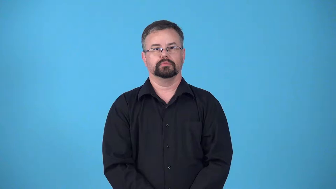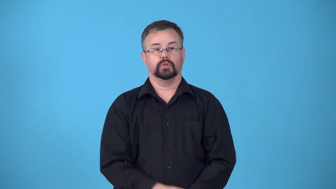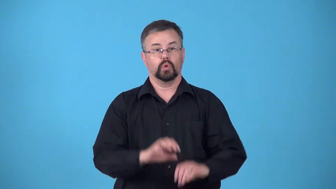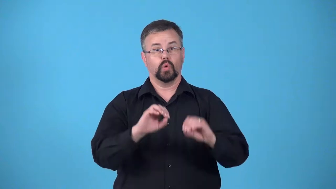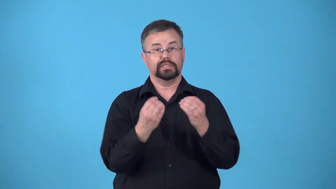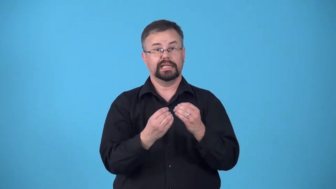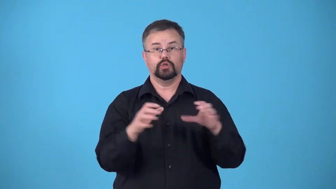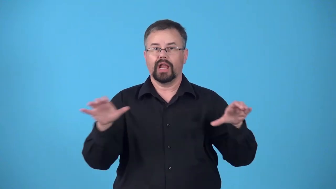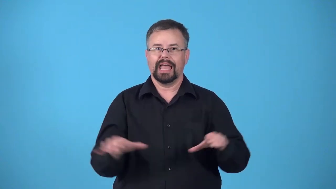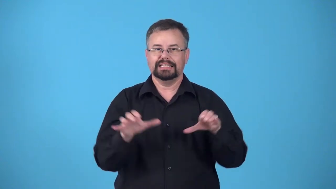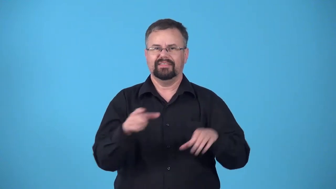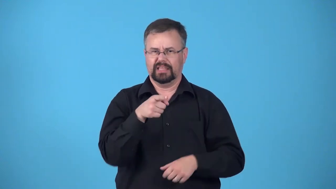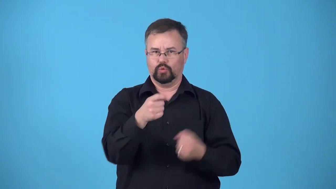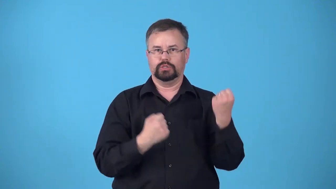cause-something you support